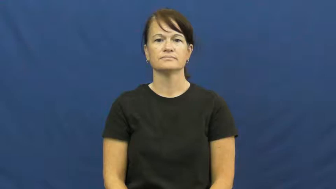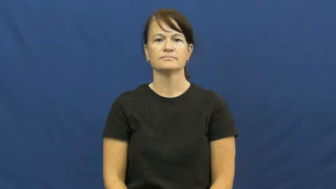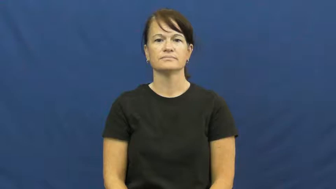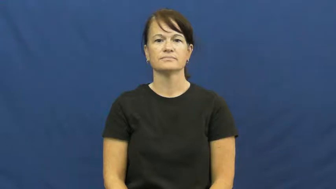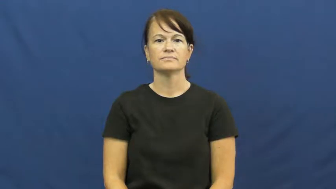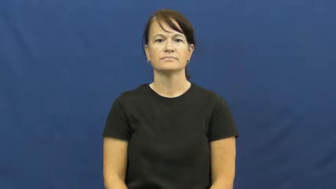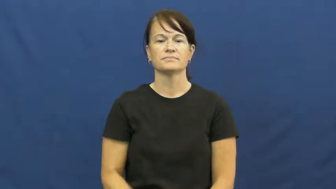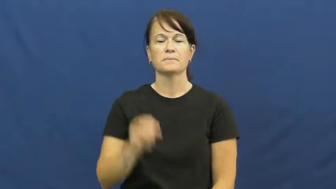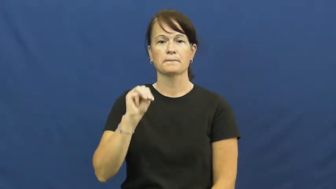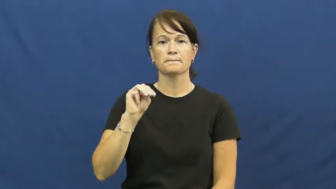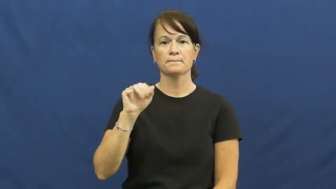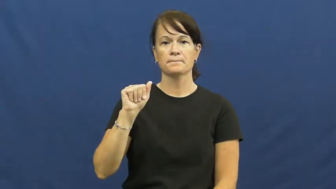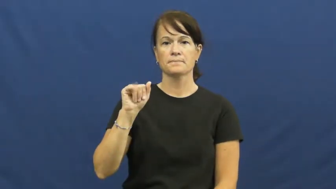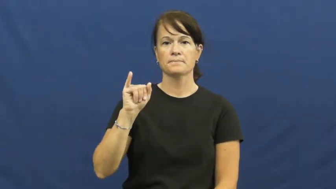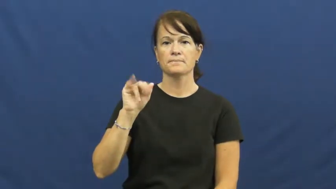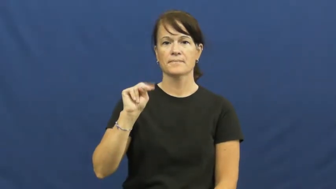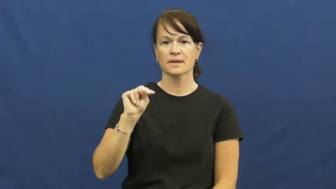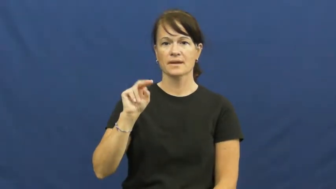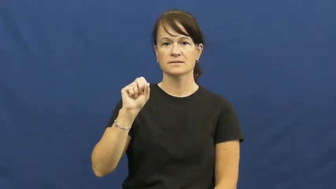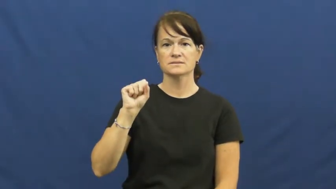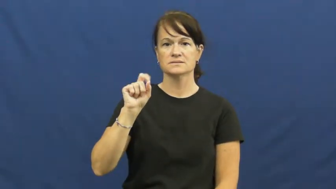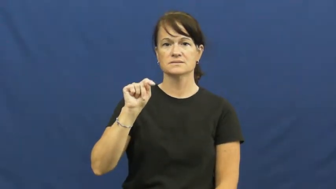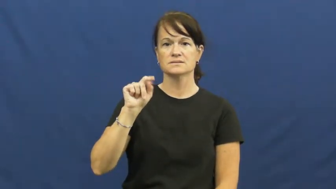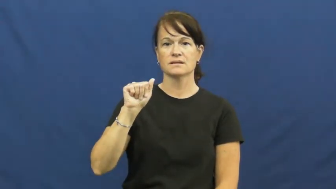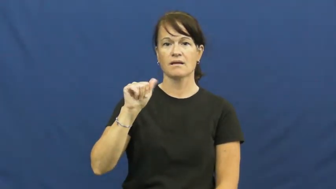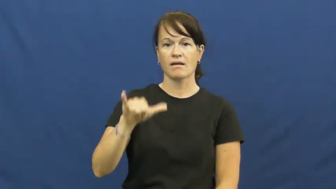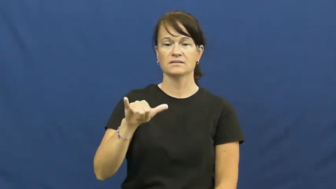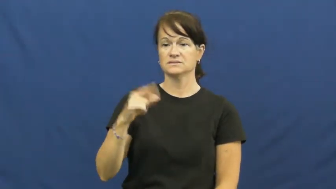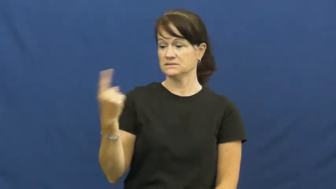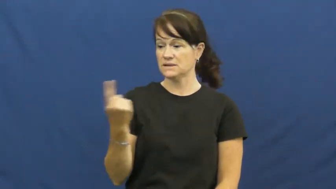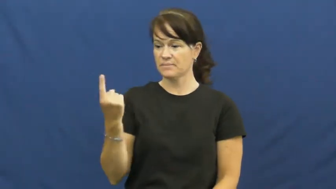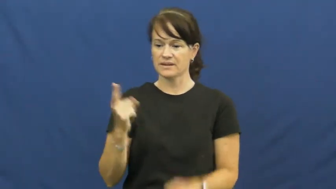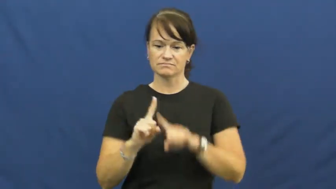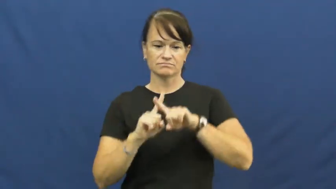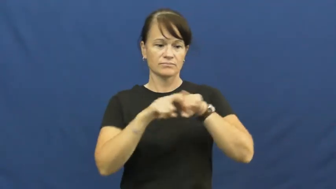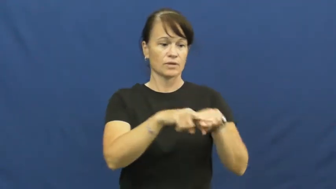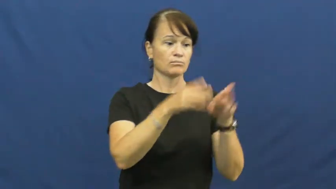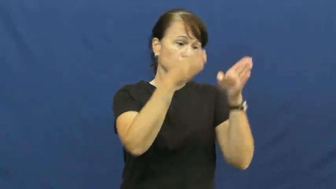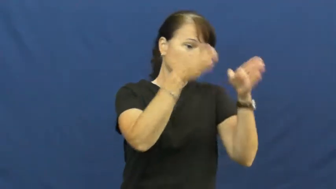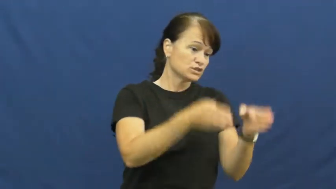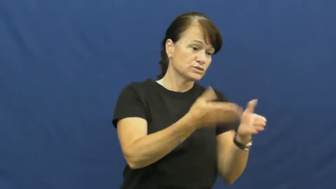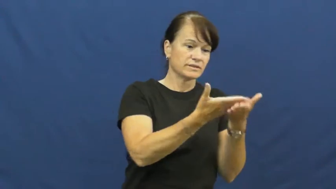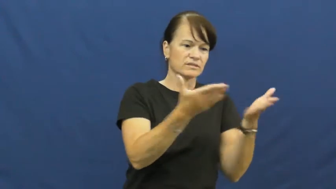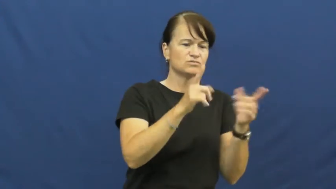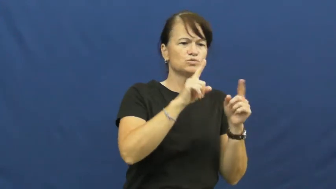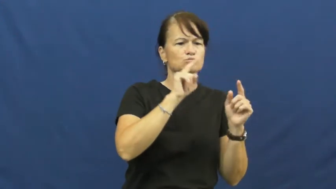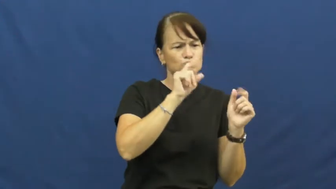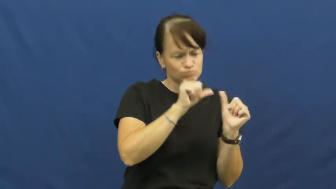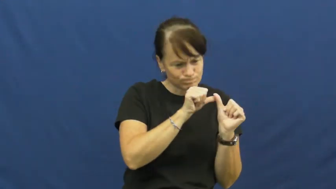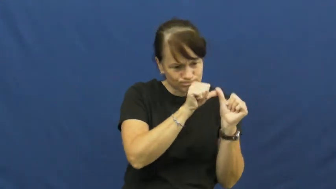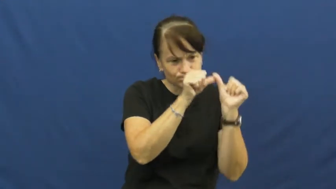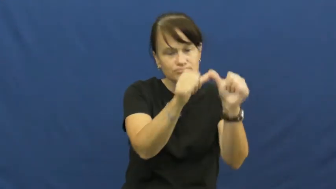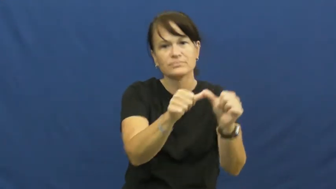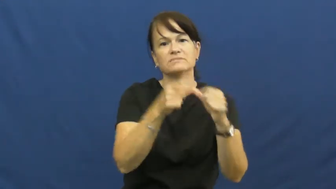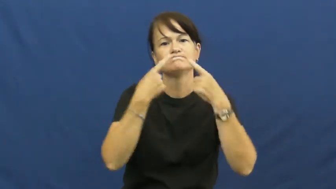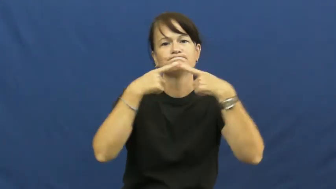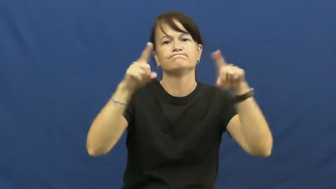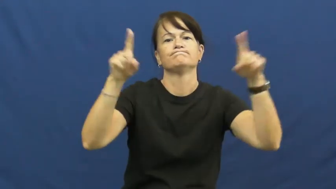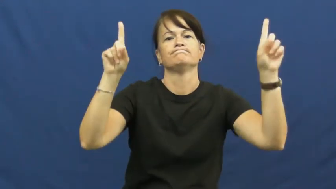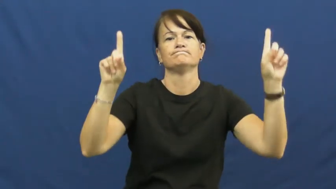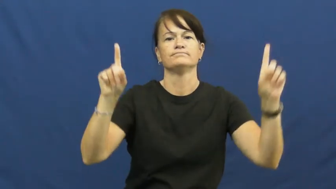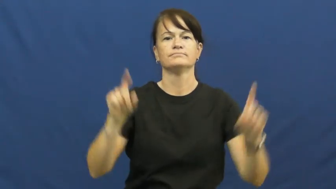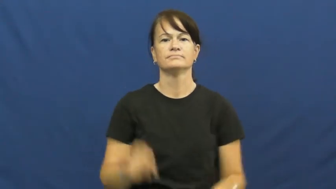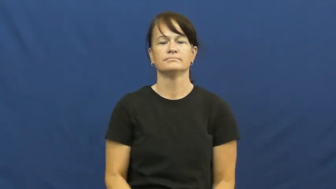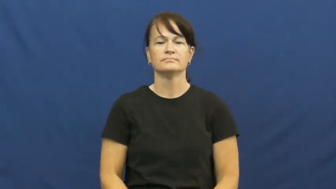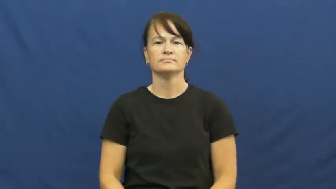mainstay